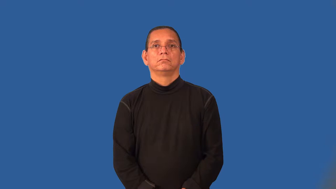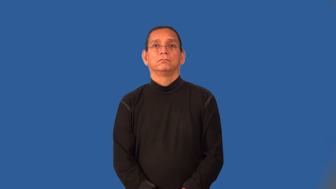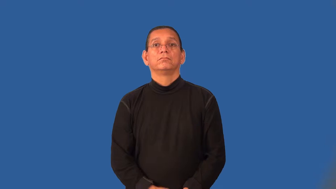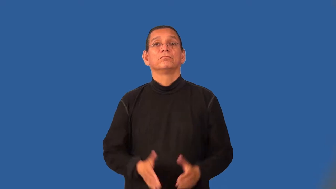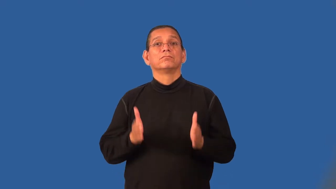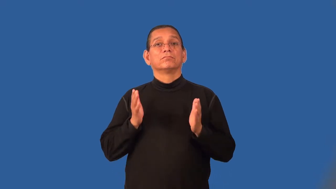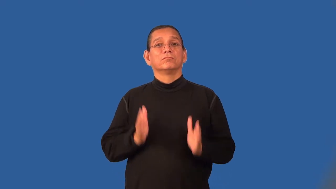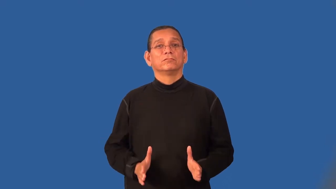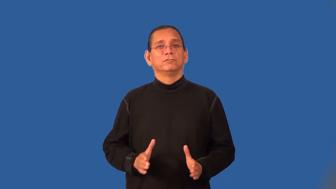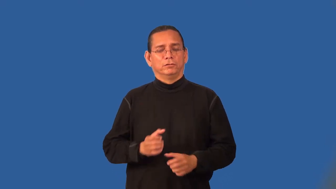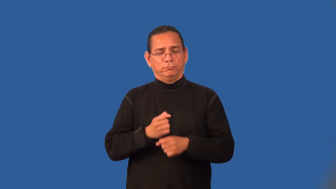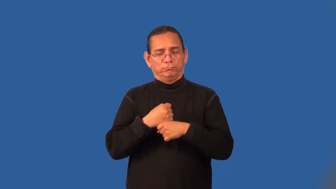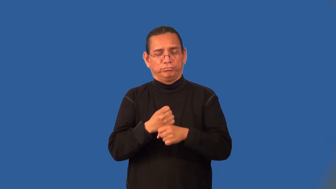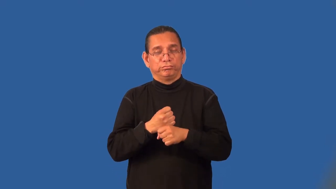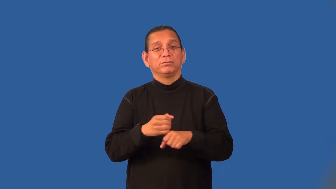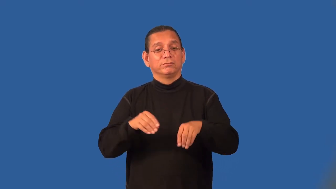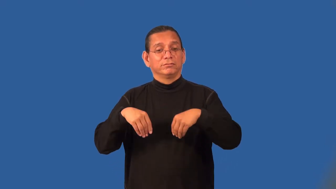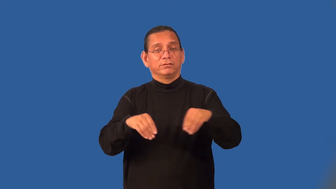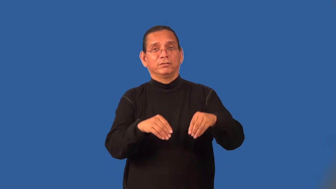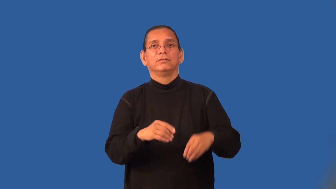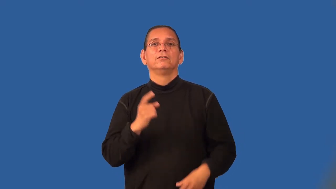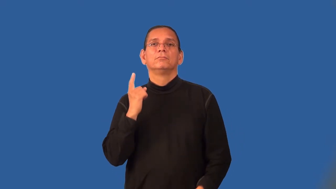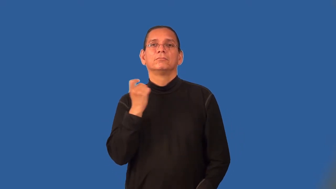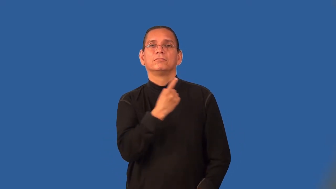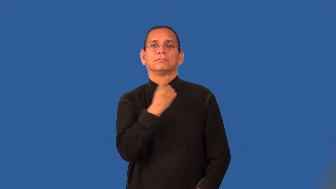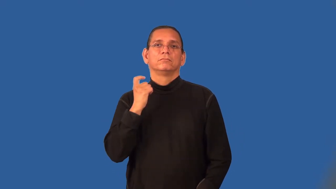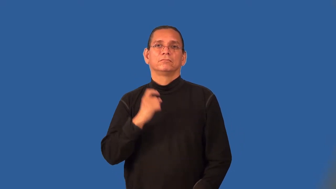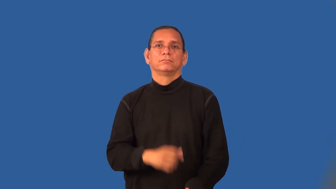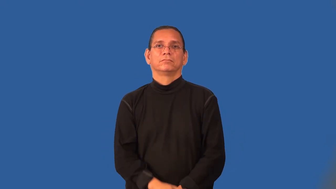perfumer